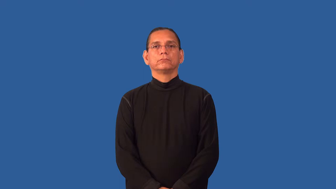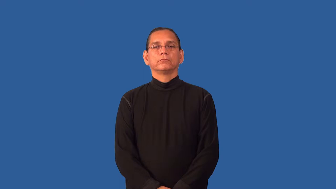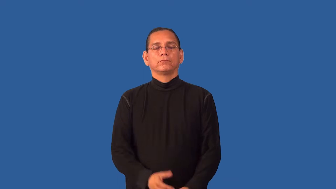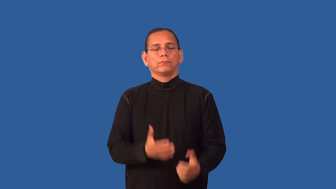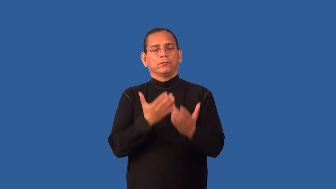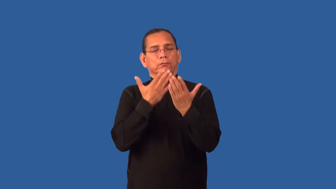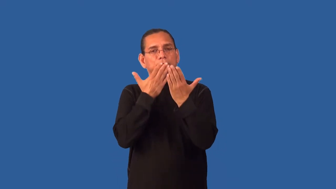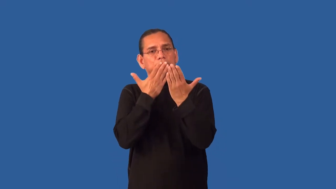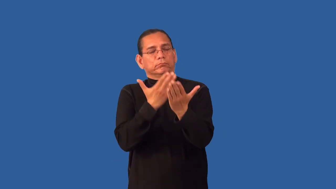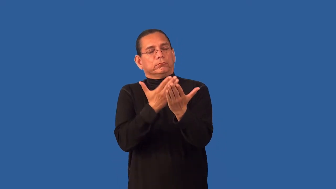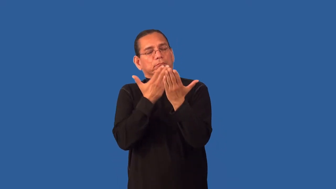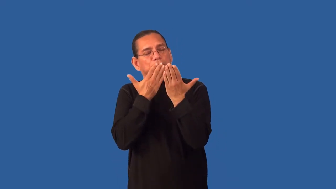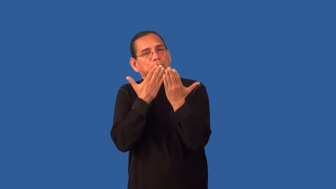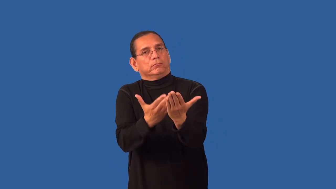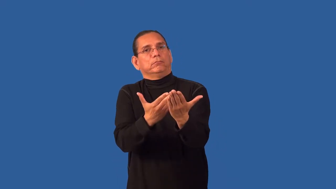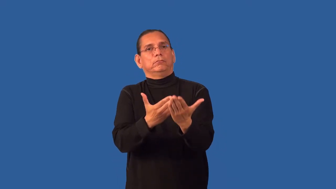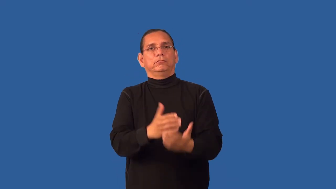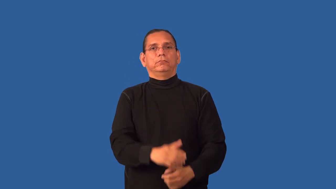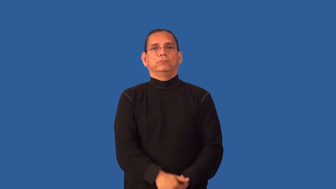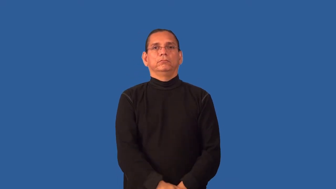grateful